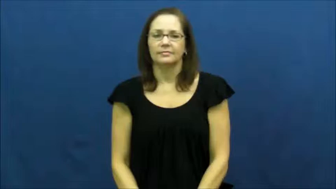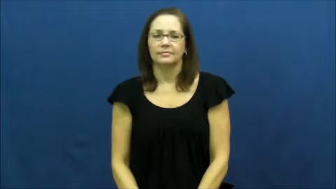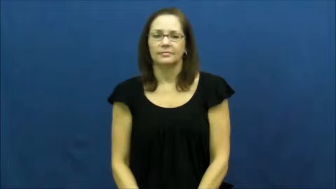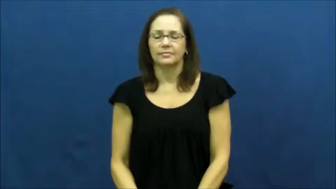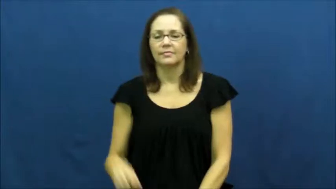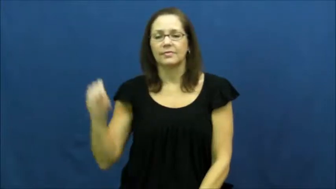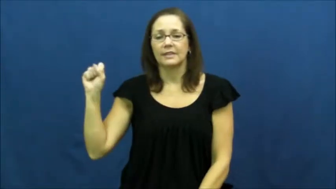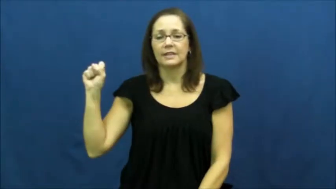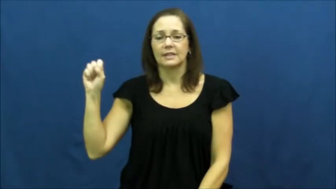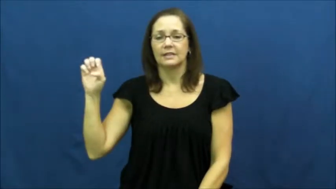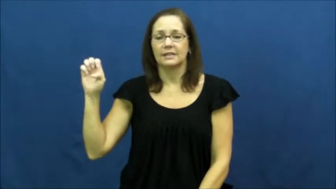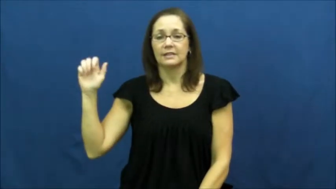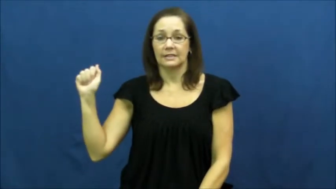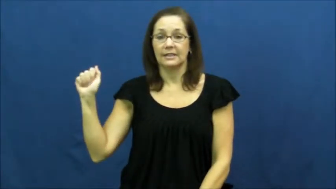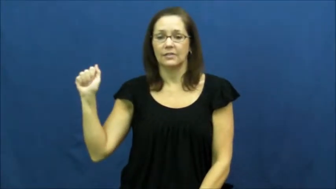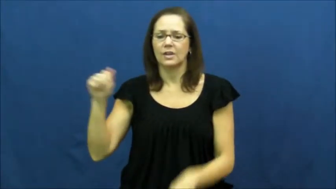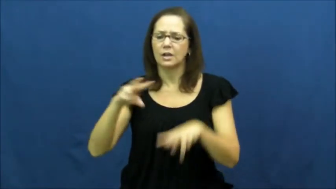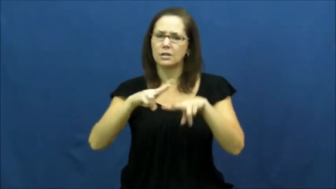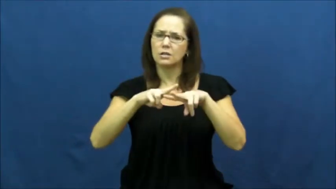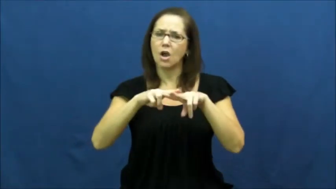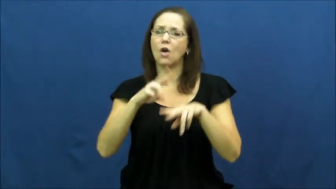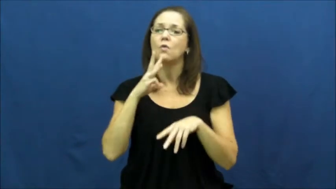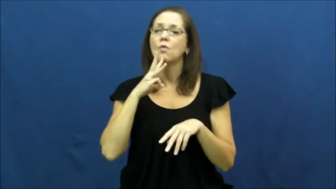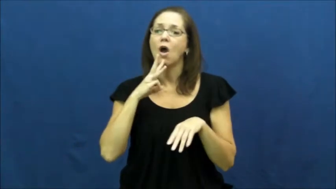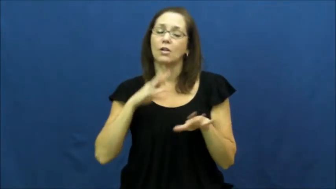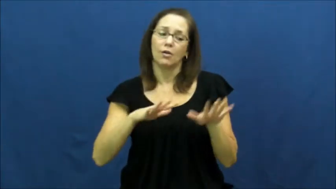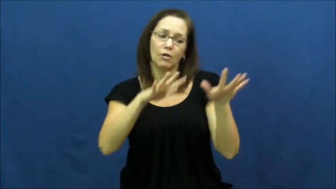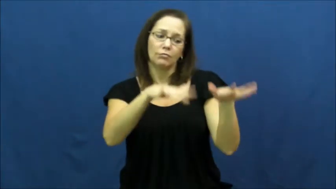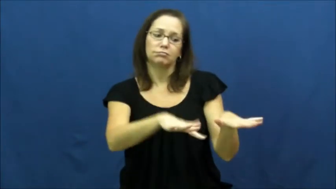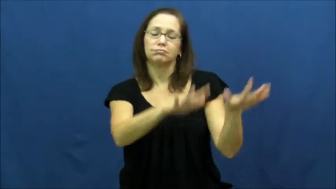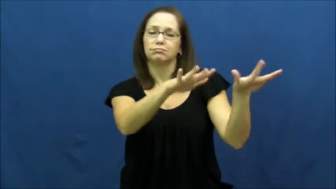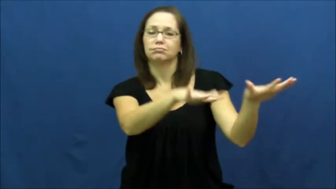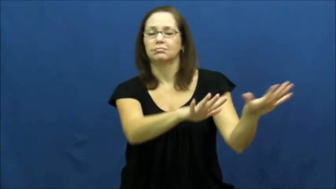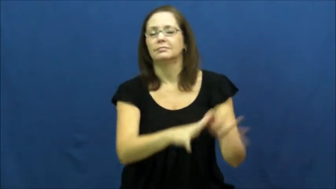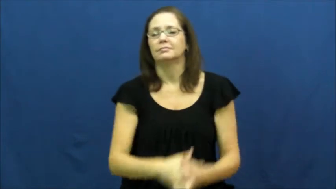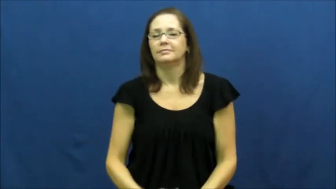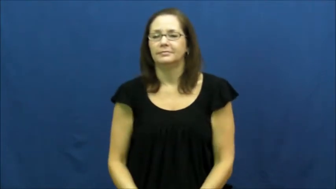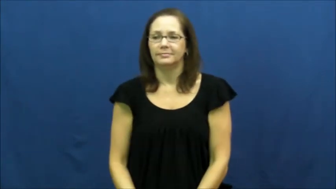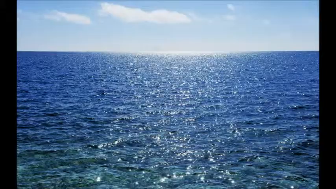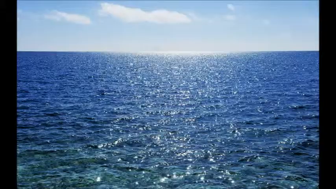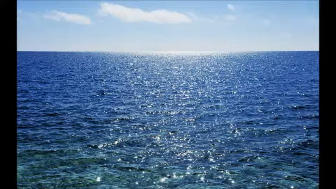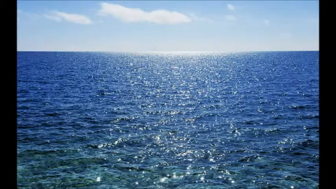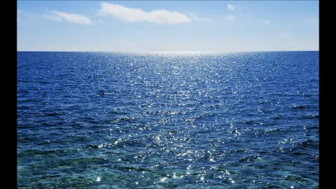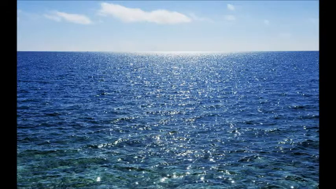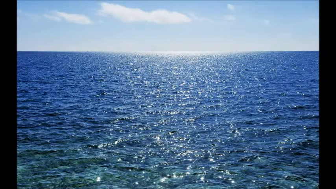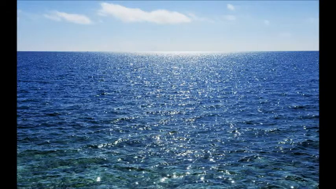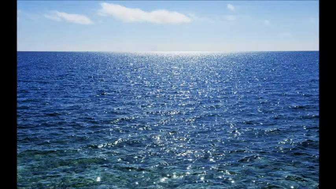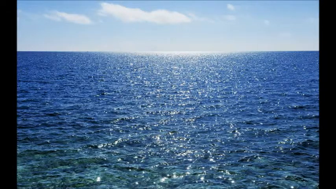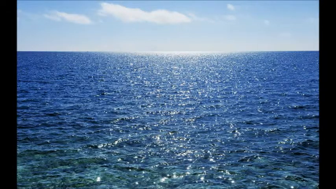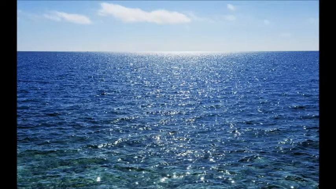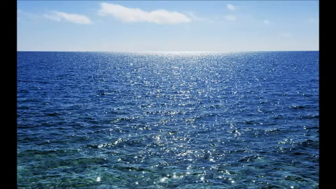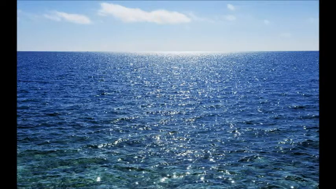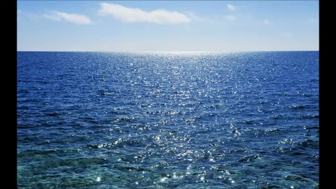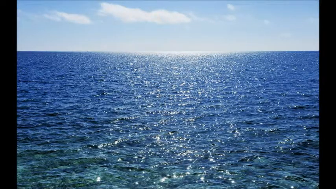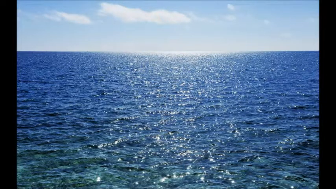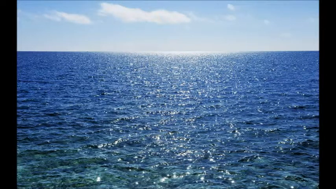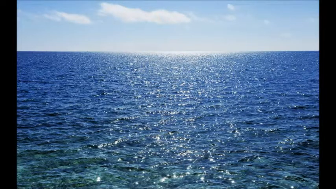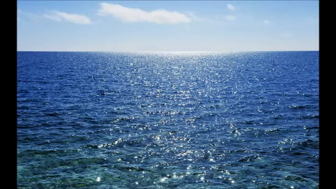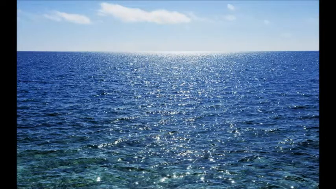Sea